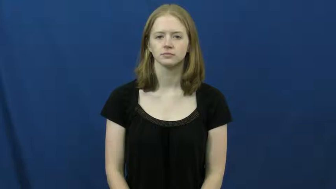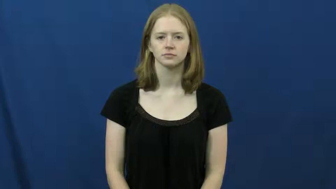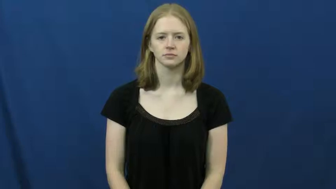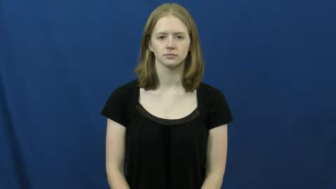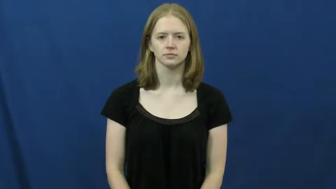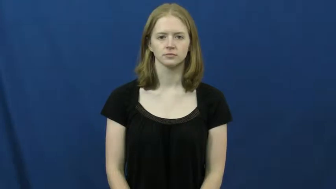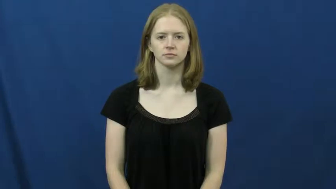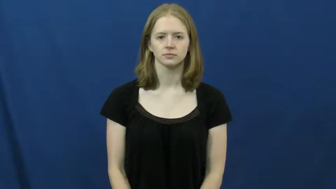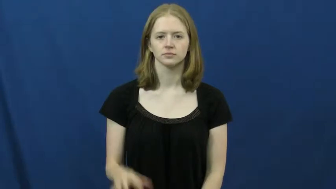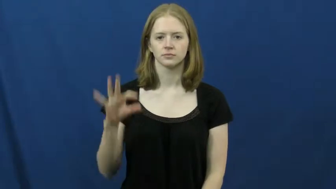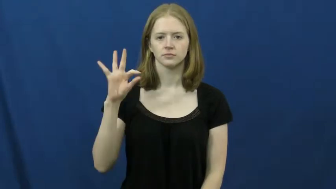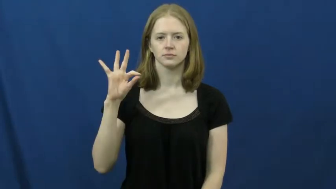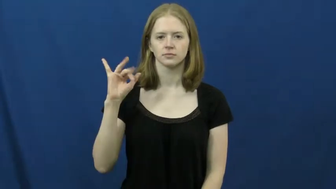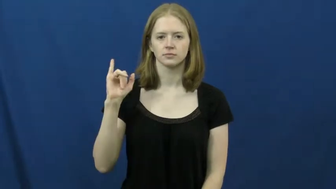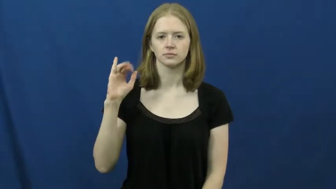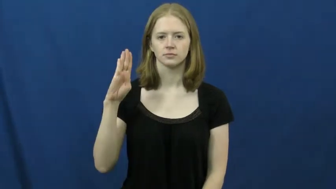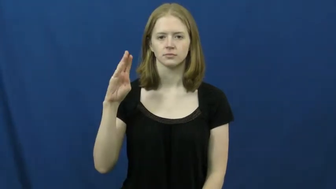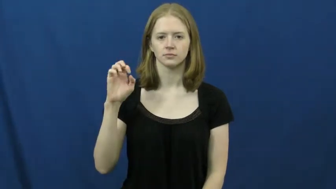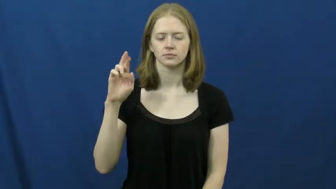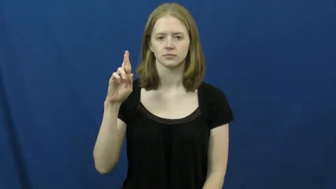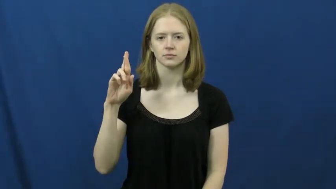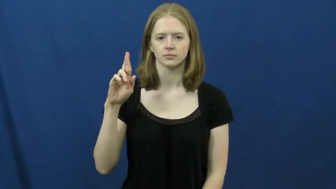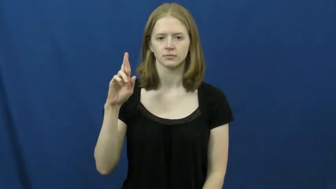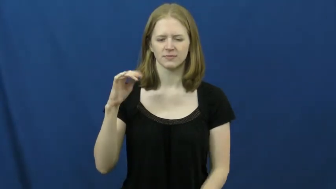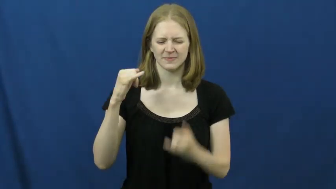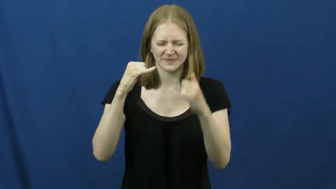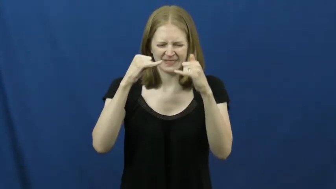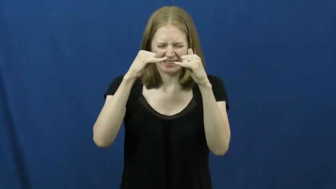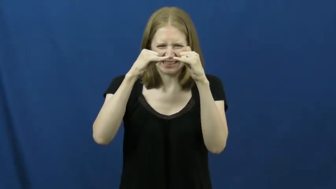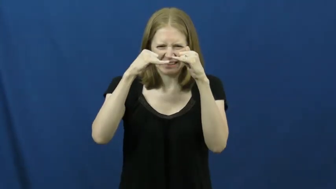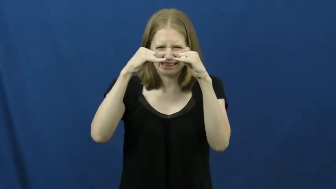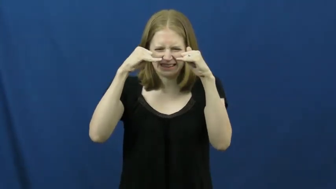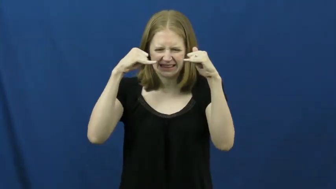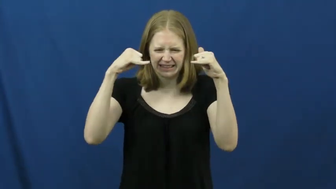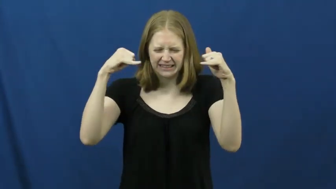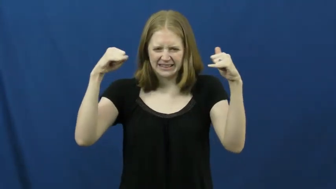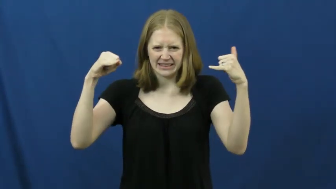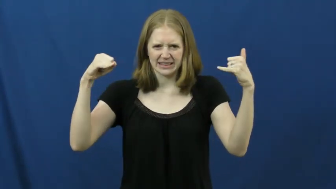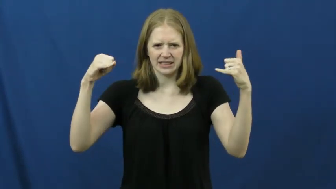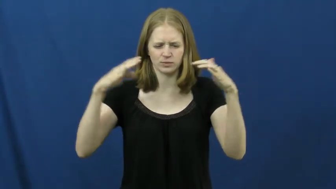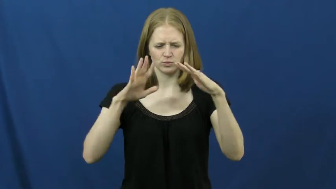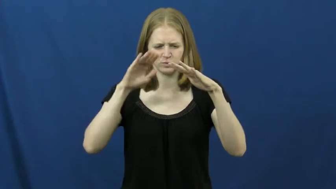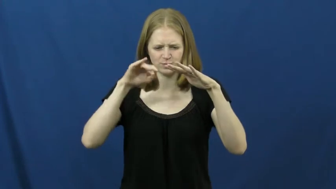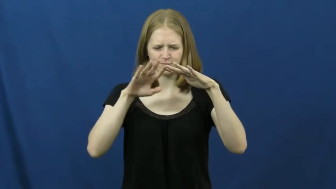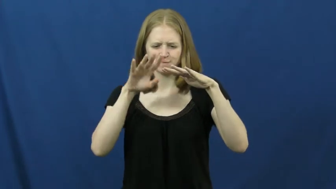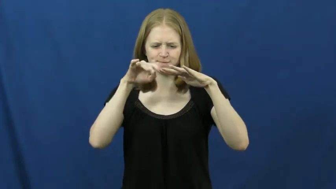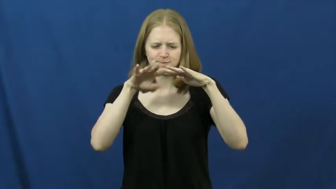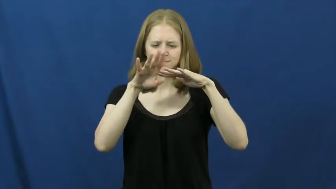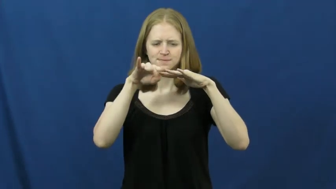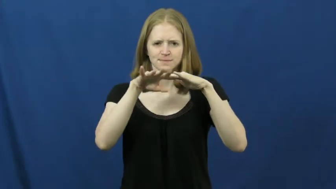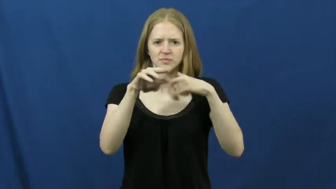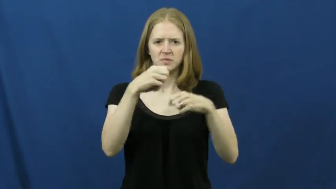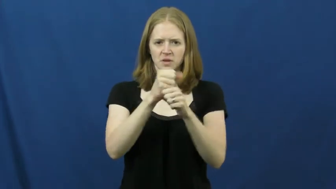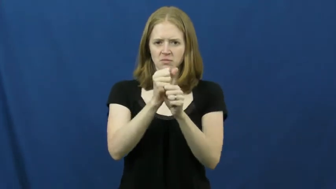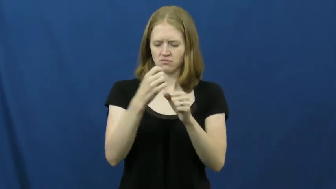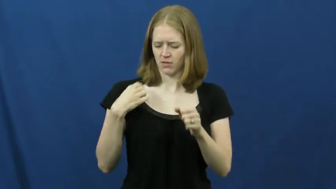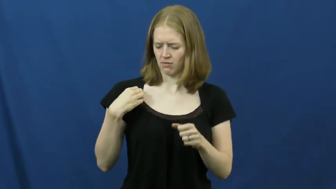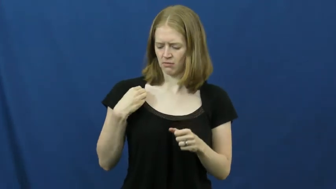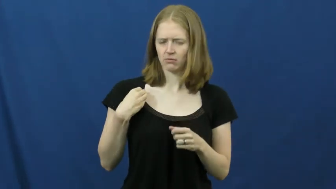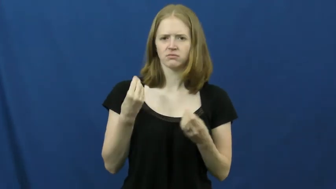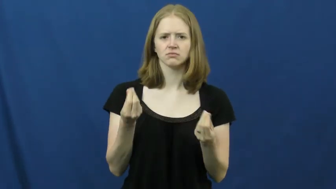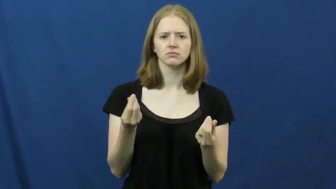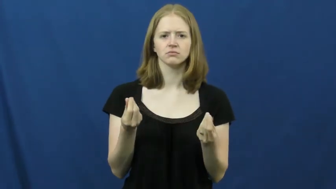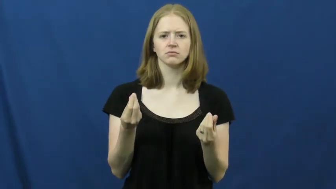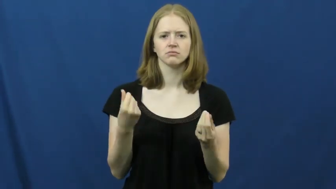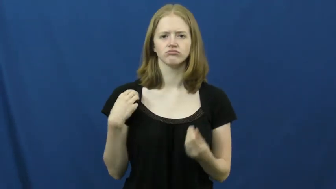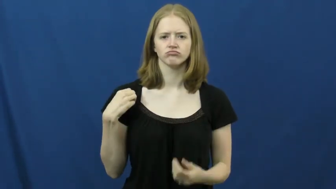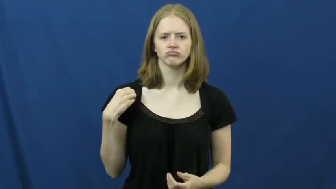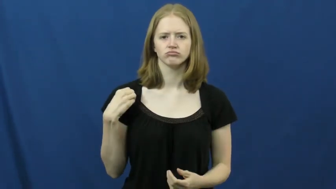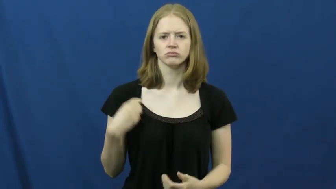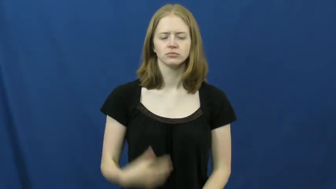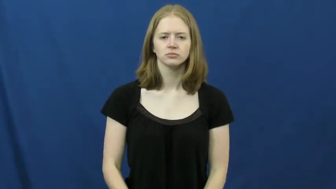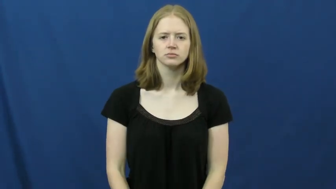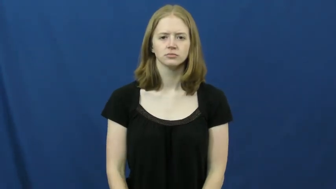fiber-cloth